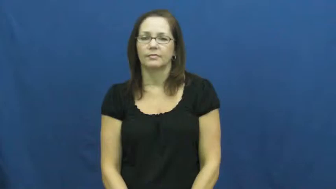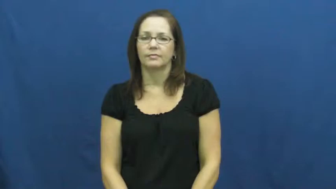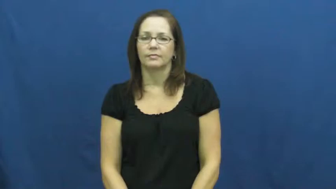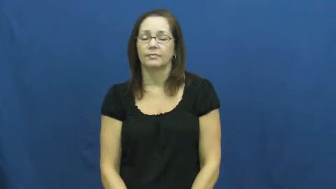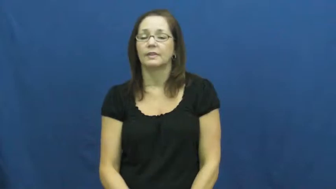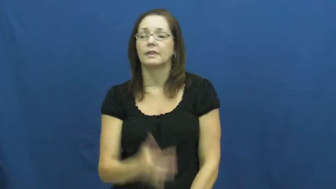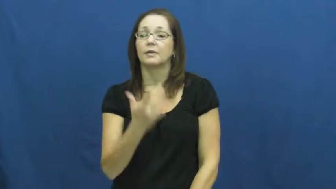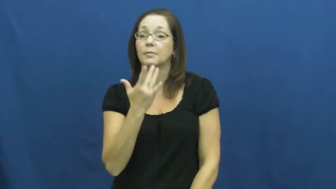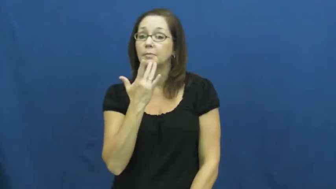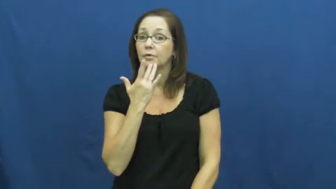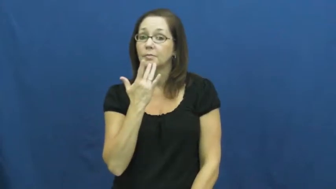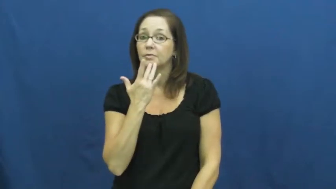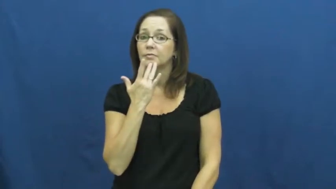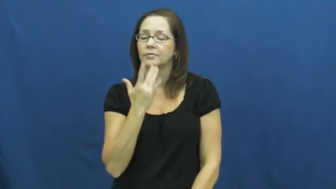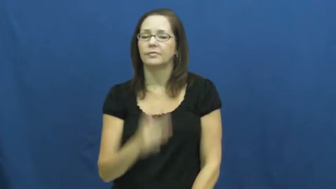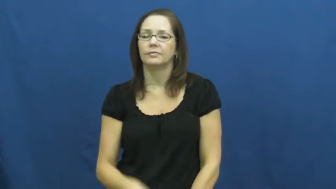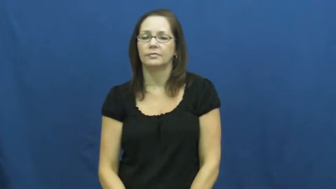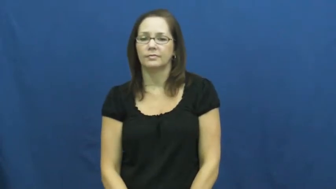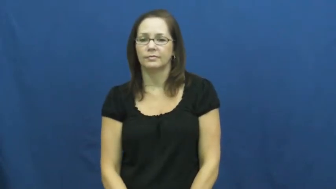prefer,favor,taste